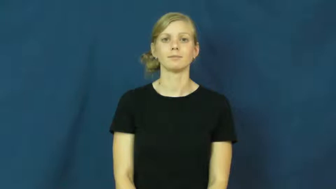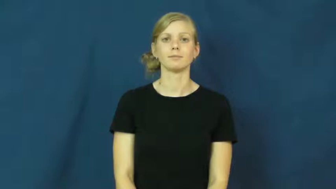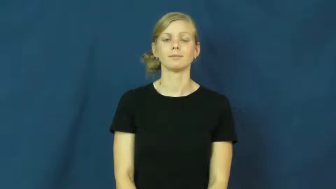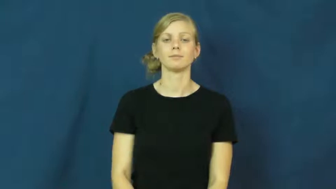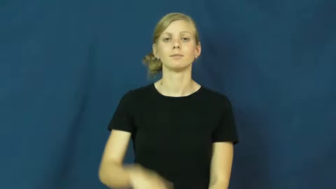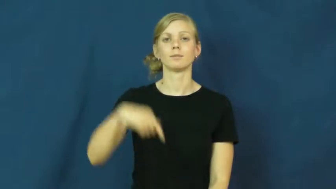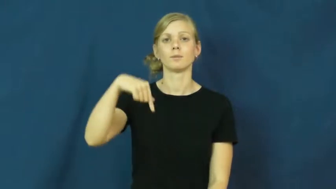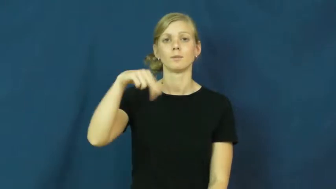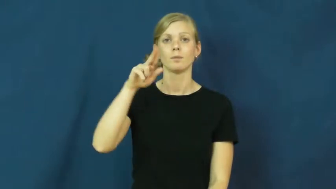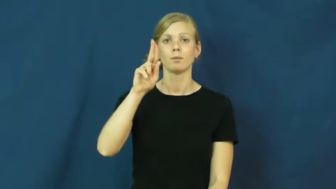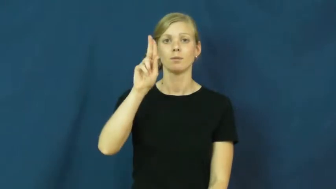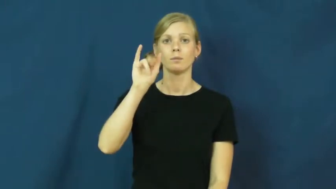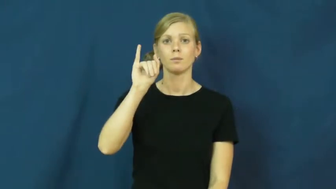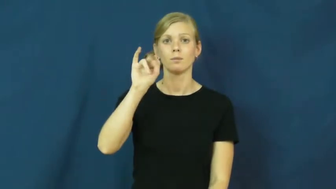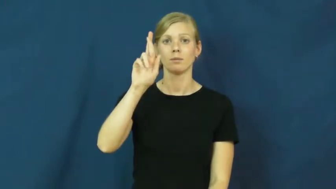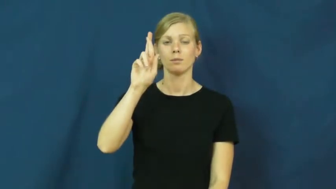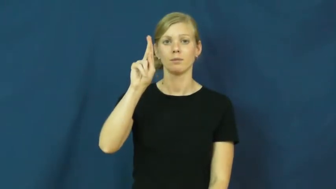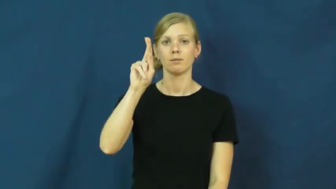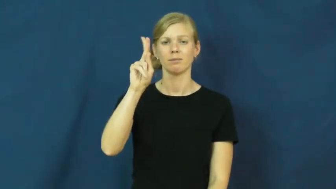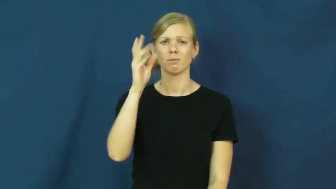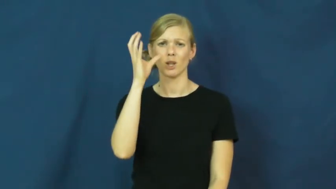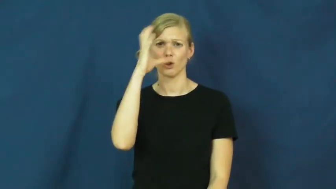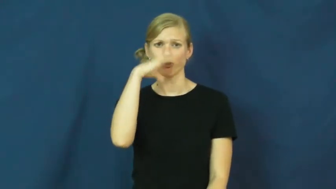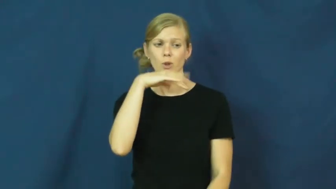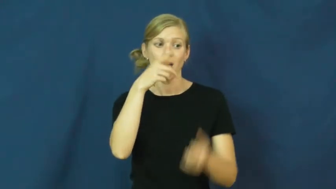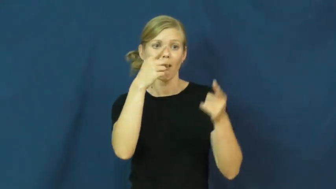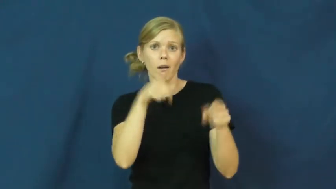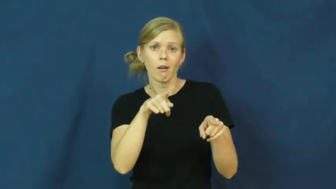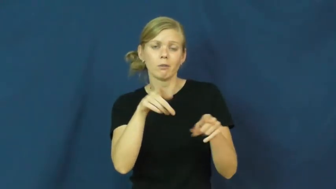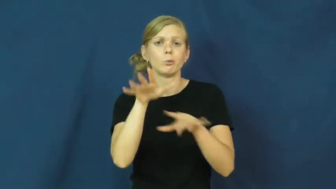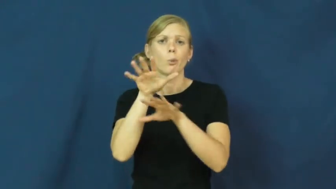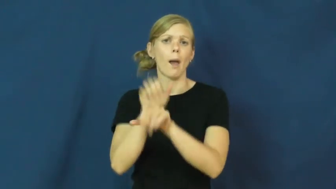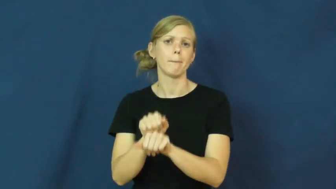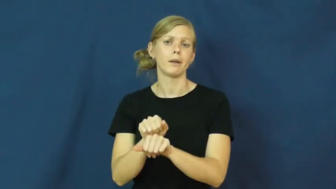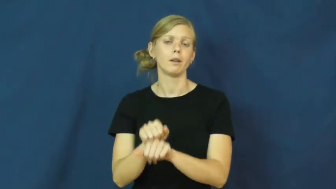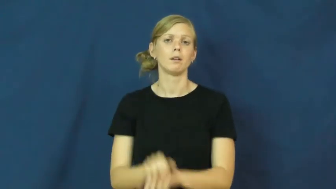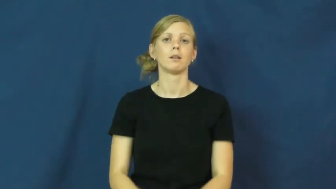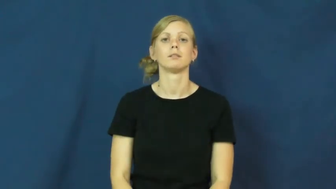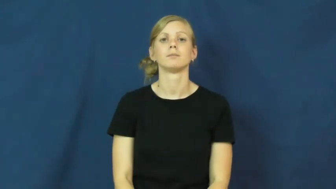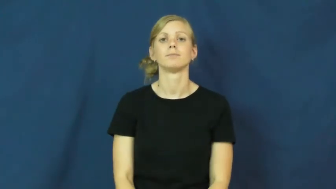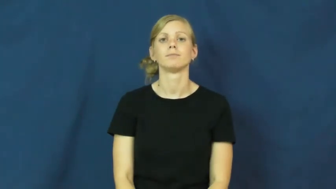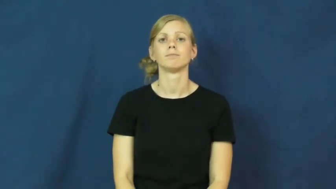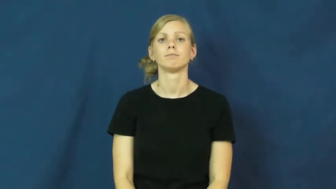quirk